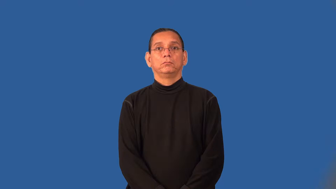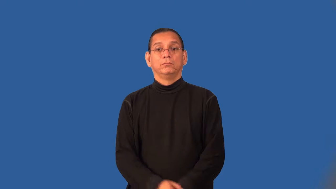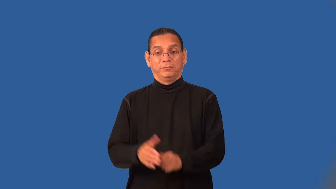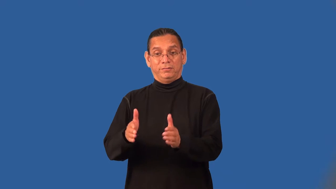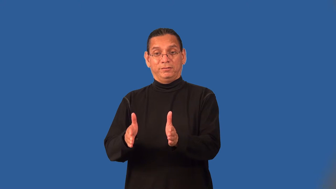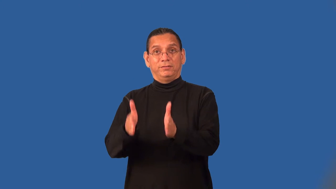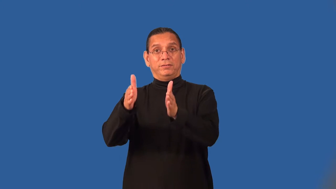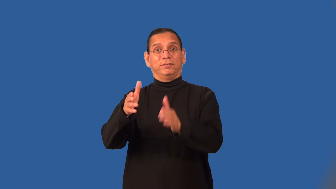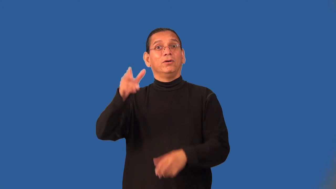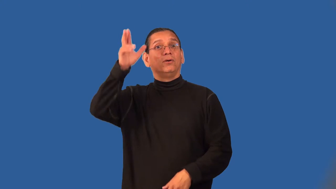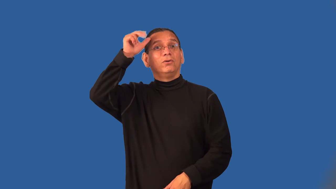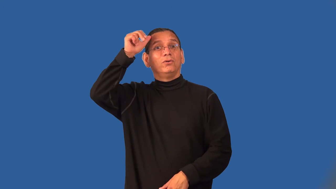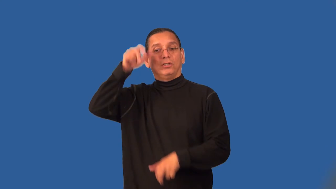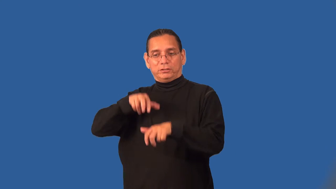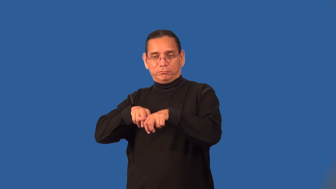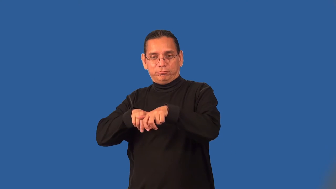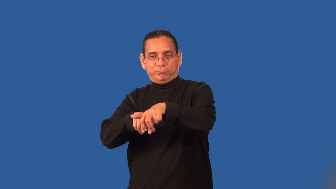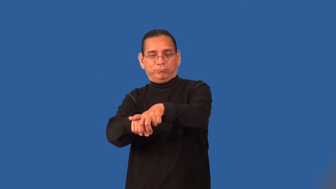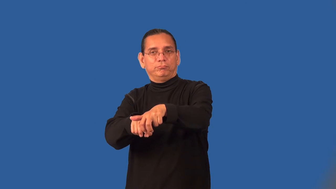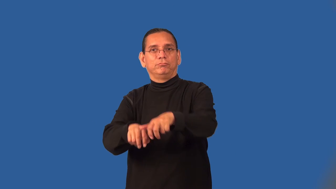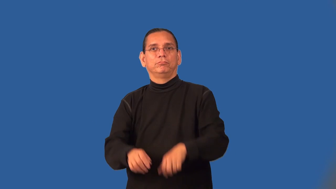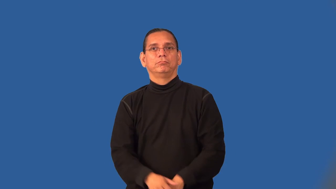stall-horse